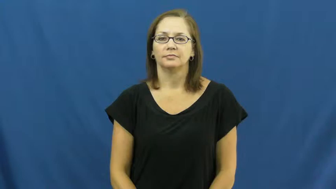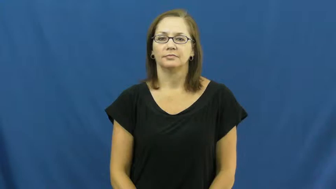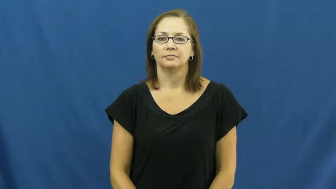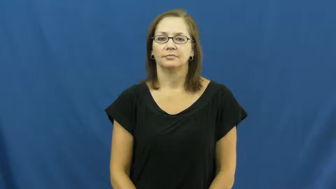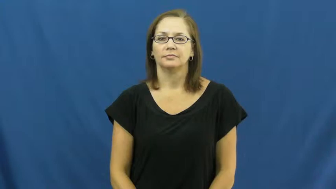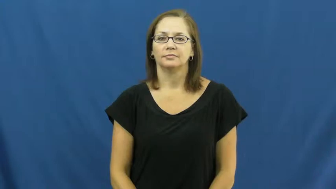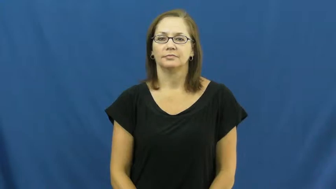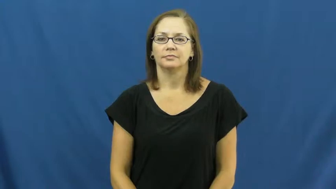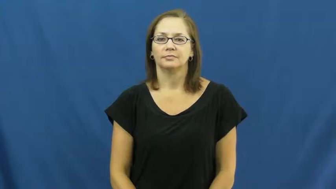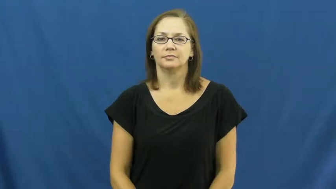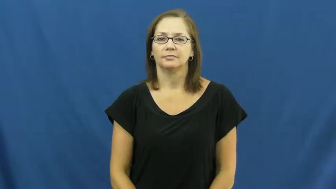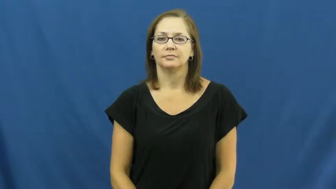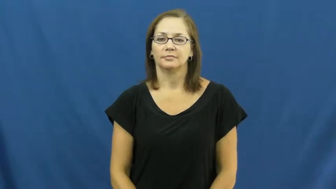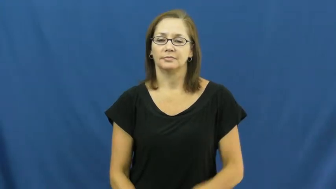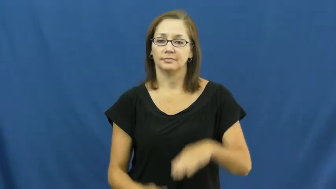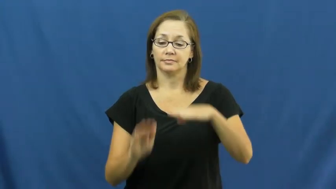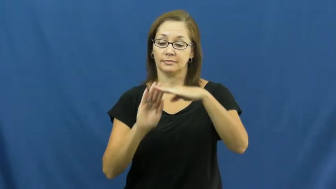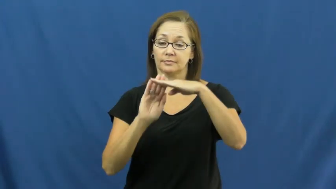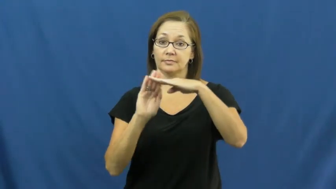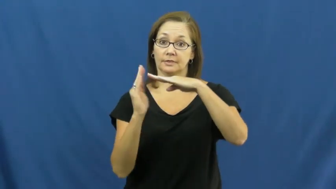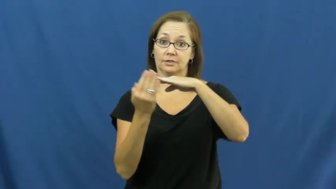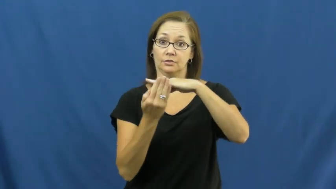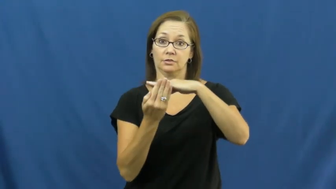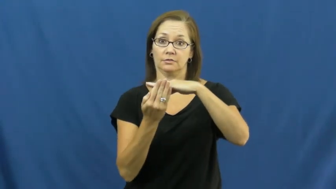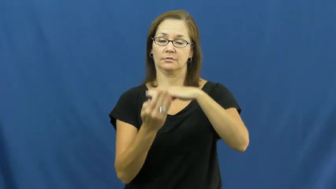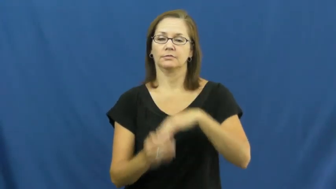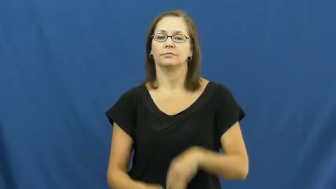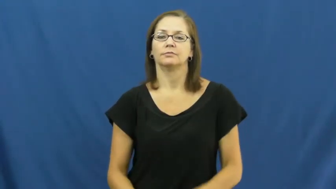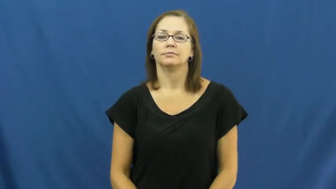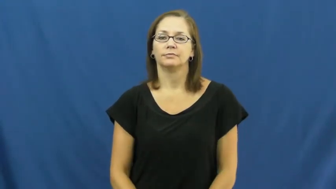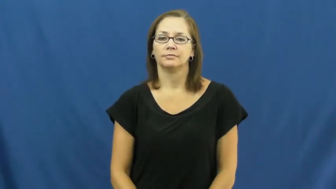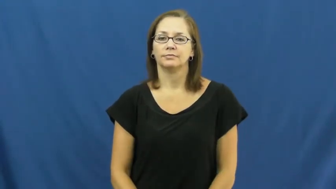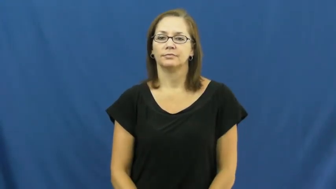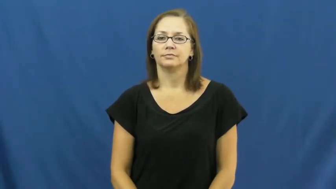edge,margin,ledge-side